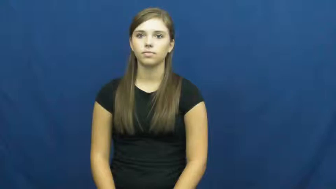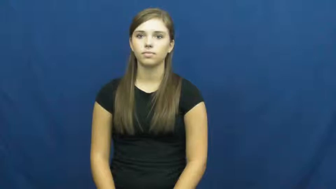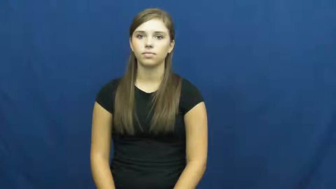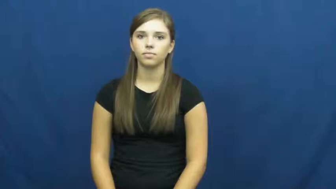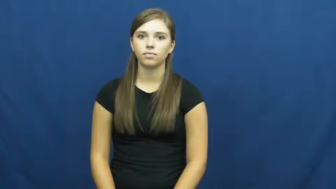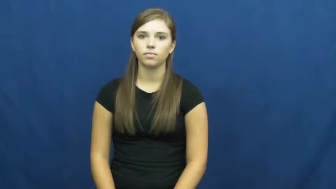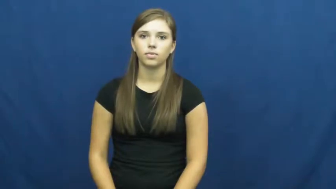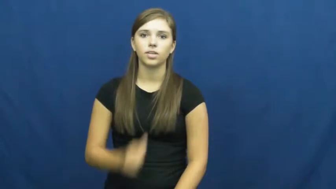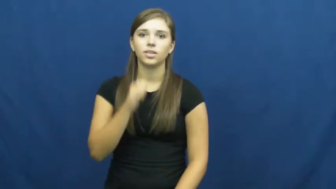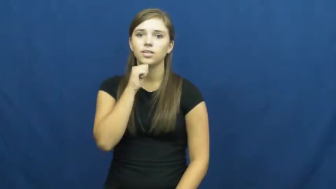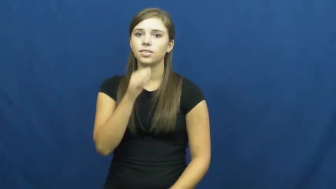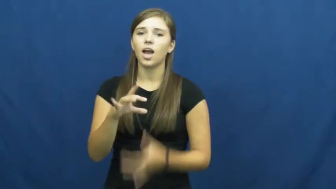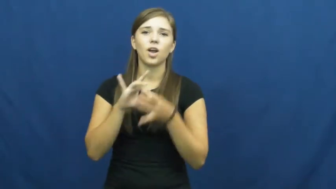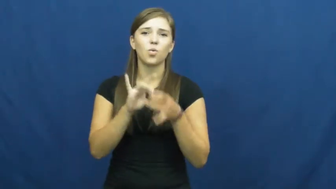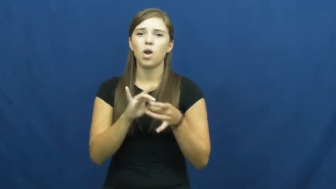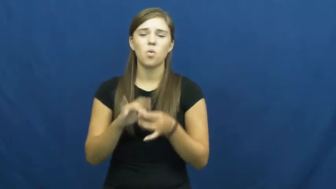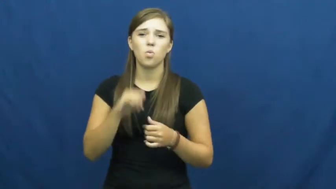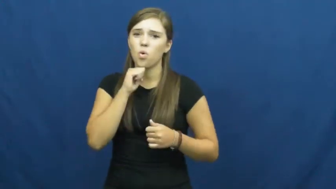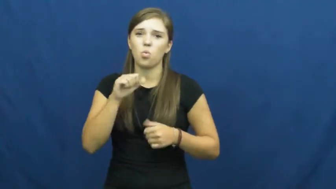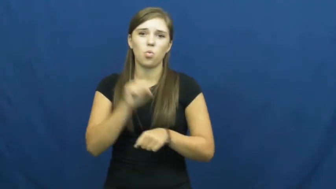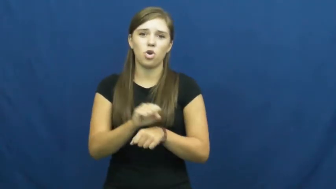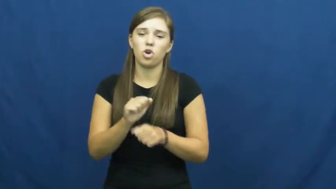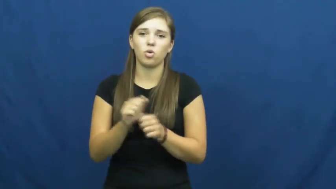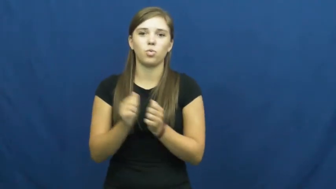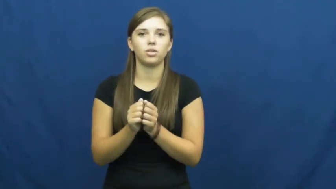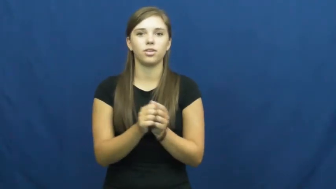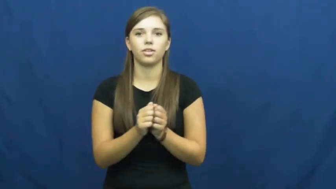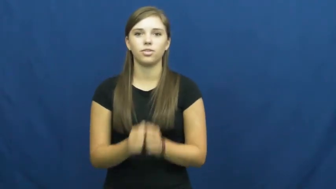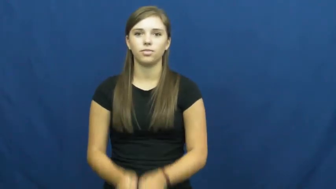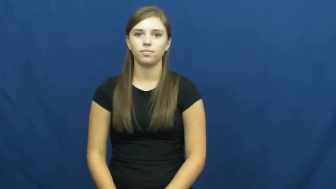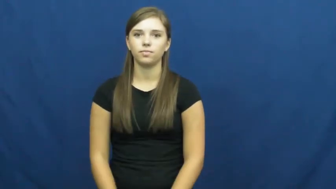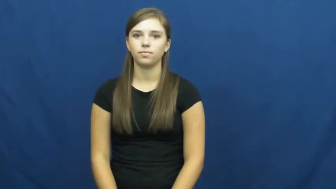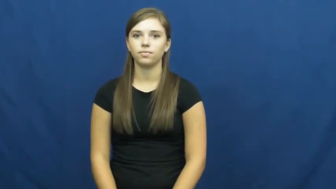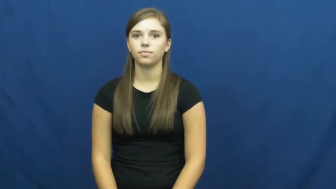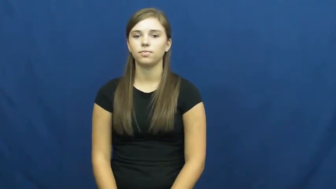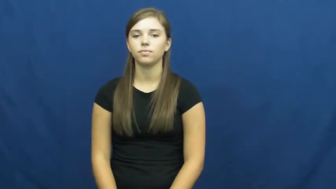uncooperative